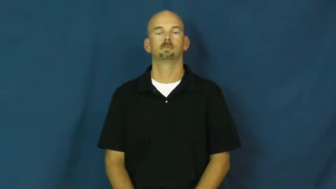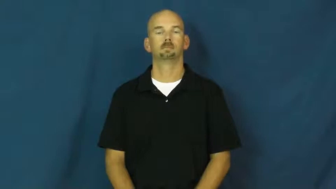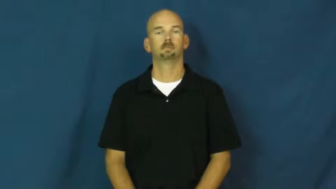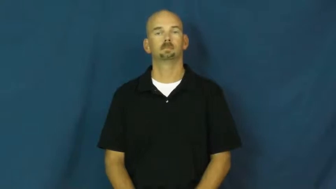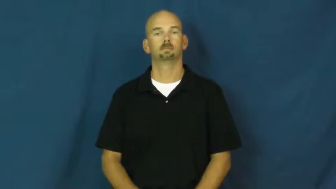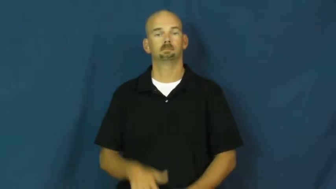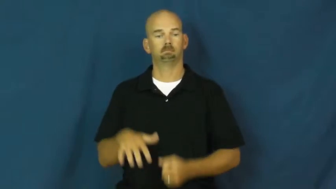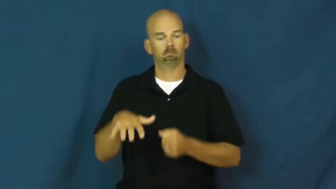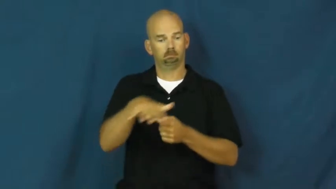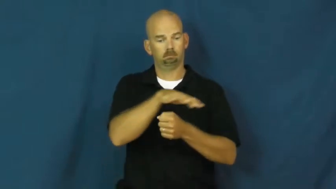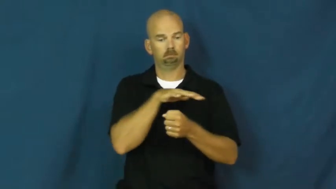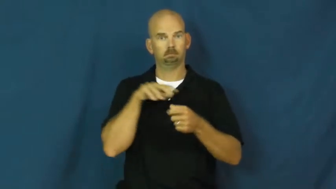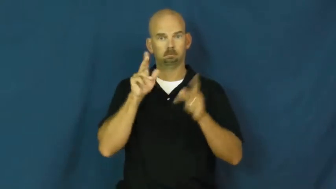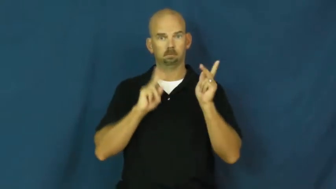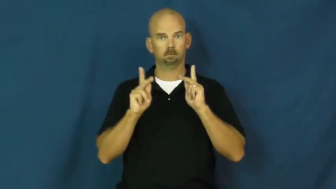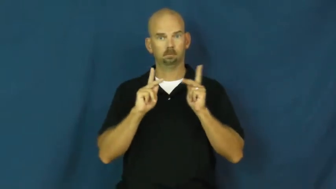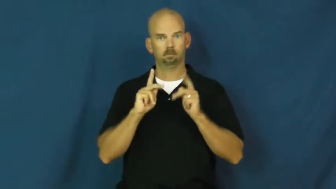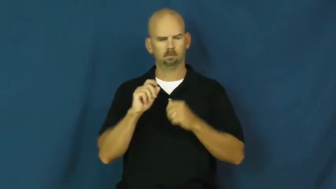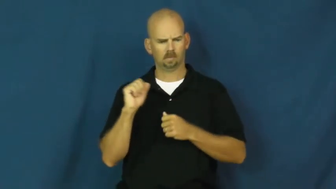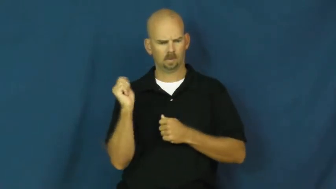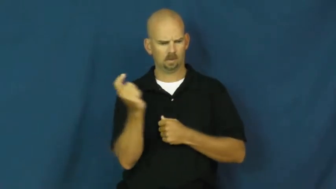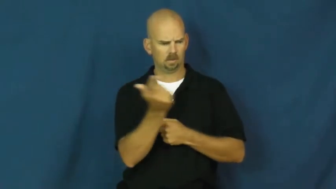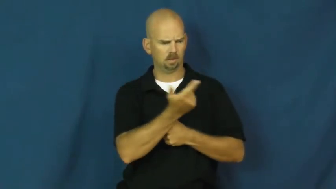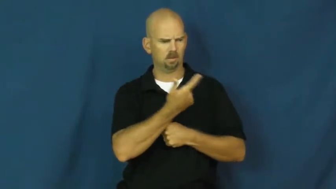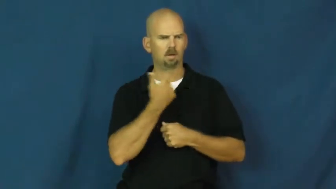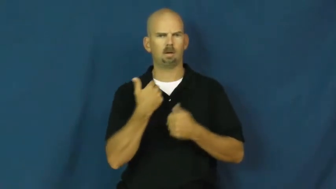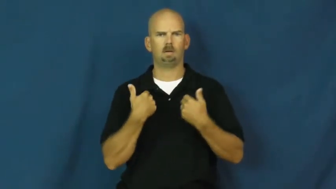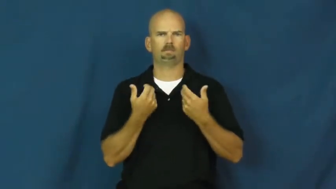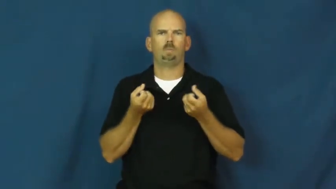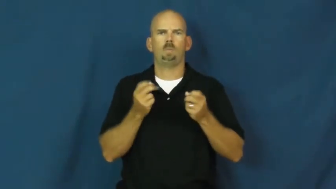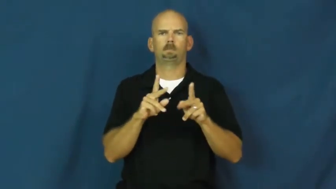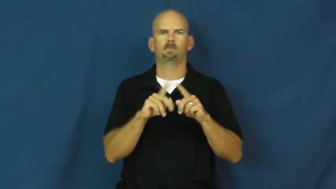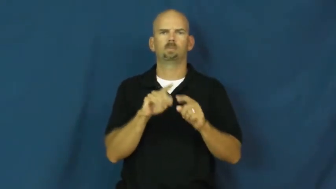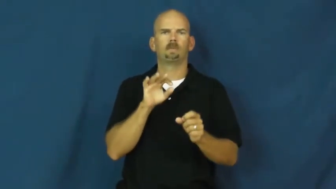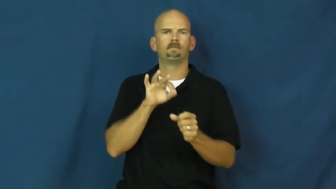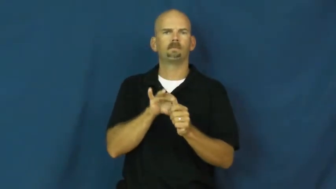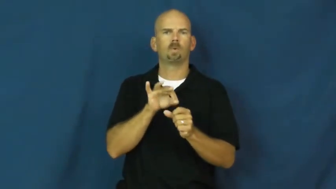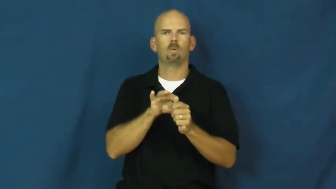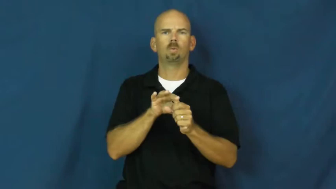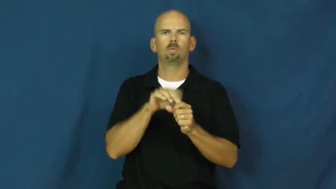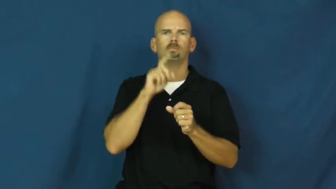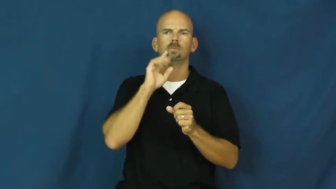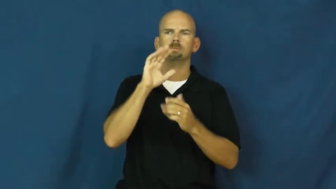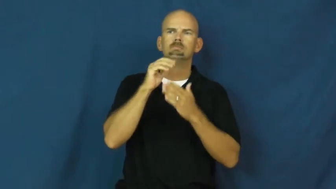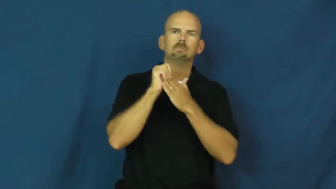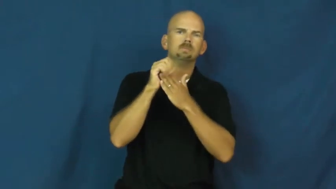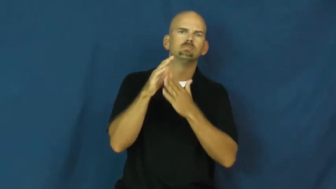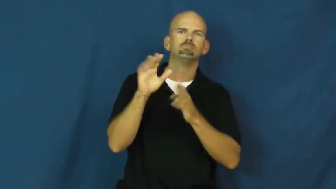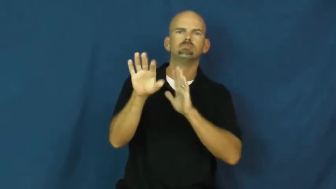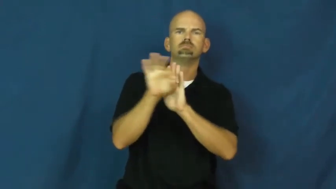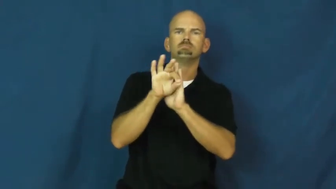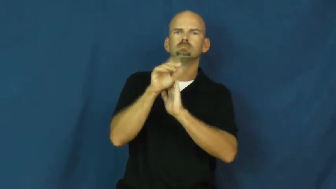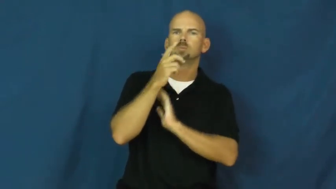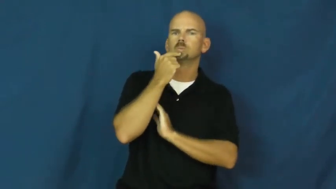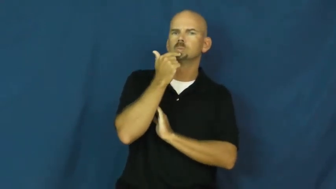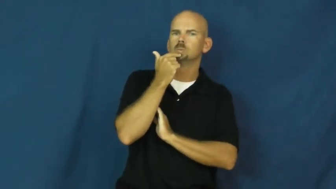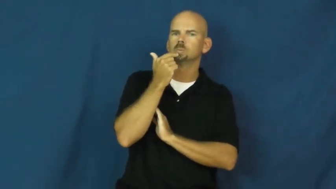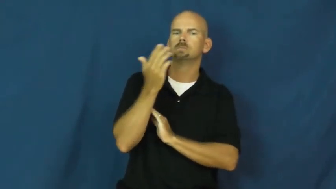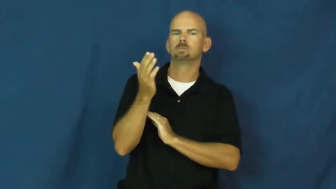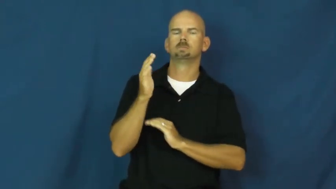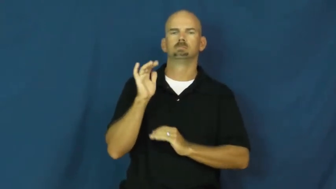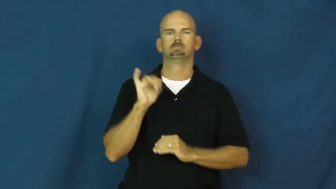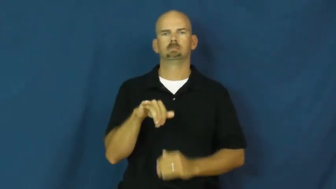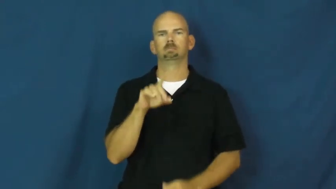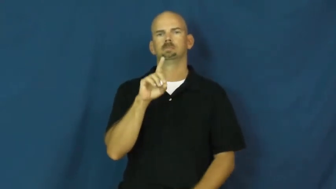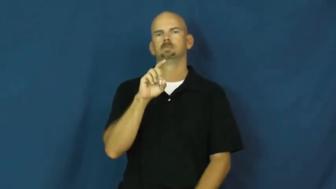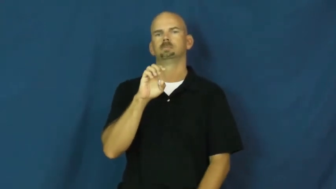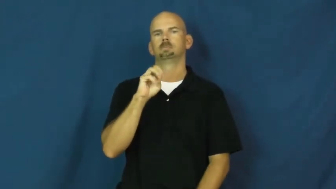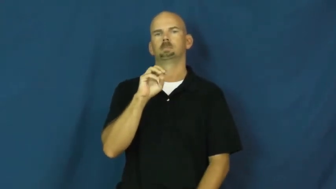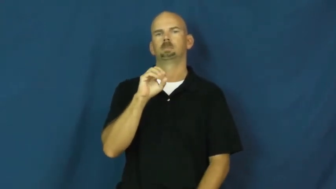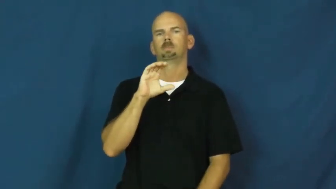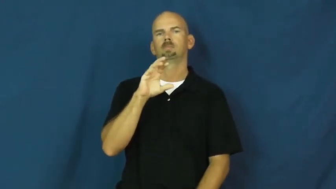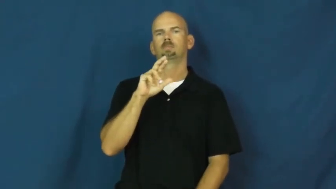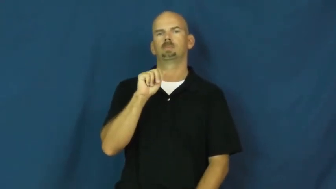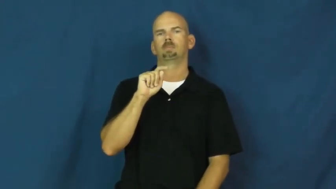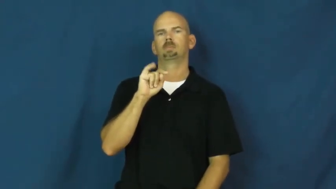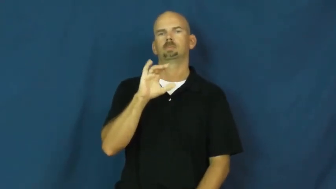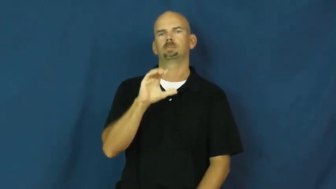democratic